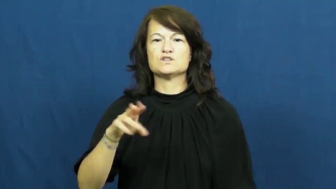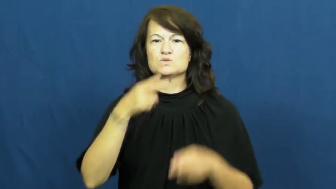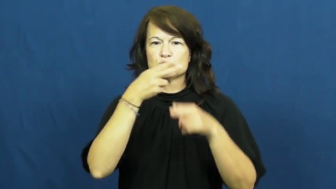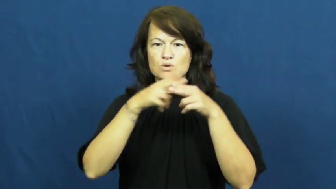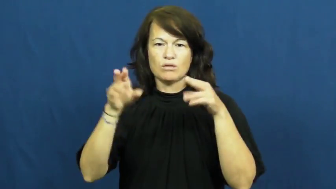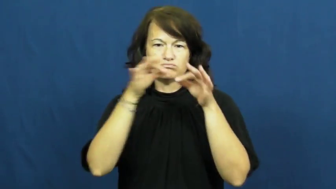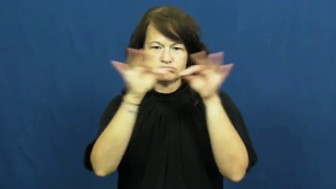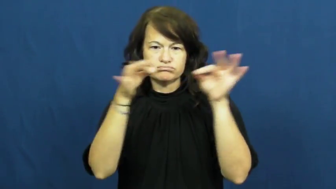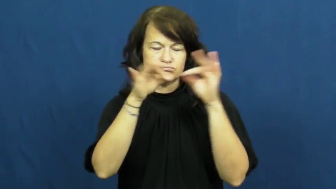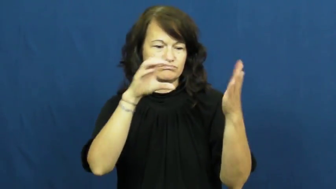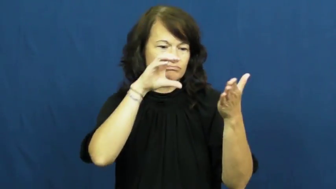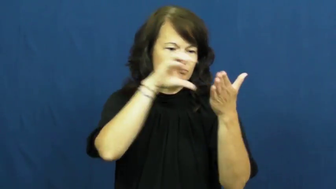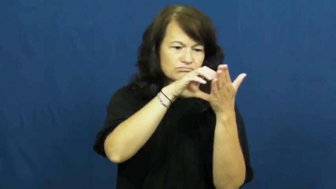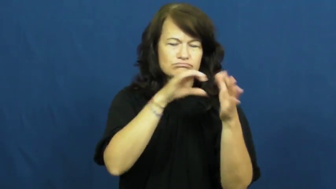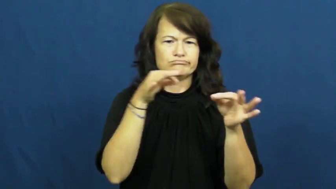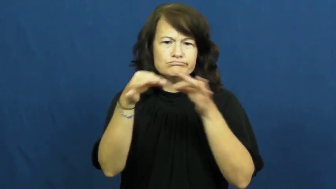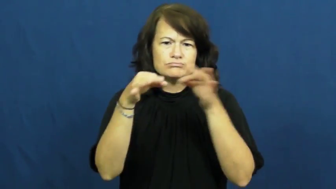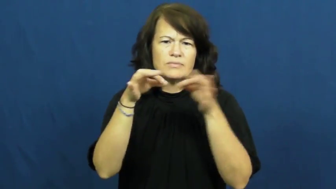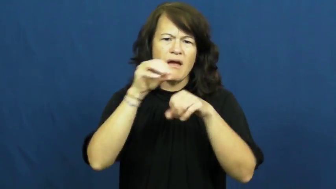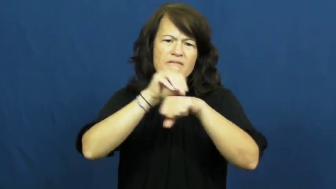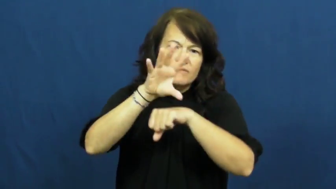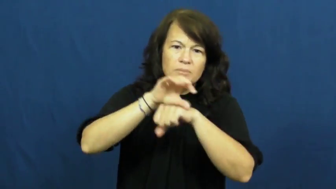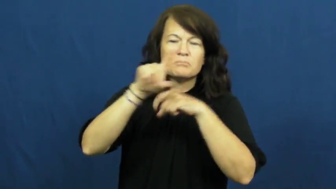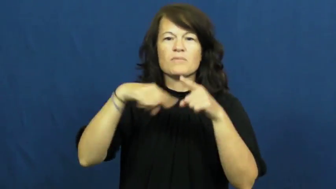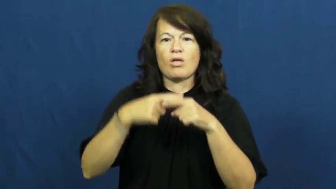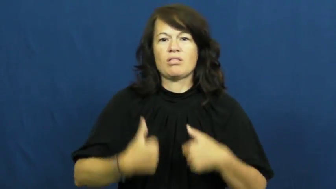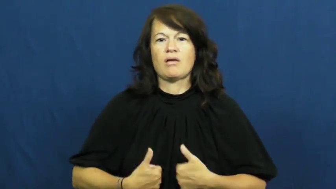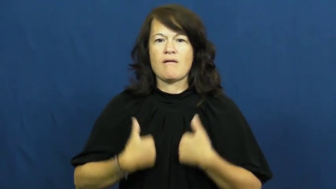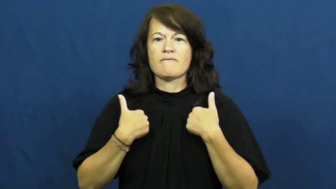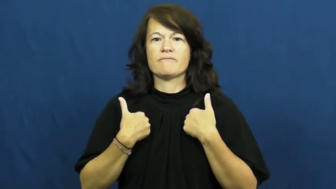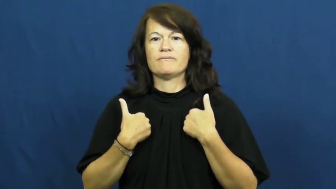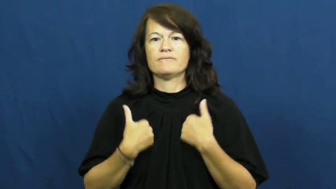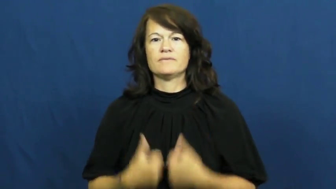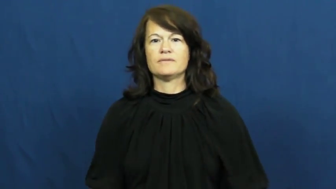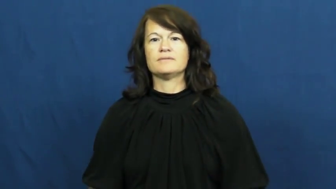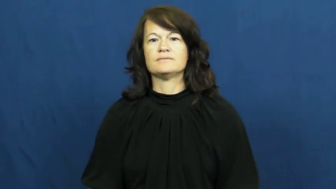proverb,adage,saying,aphorism,apothegm